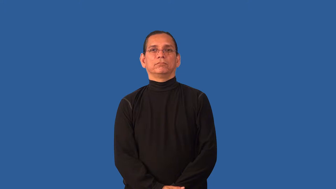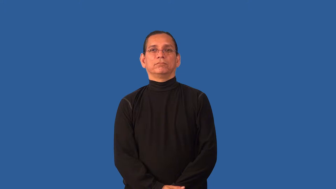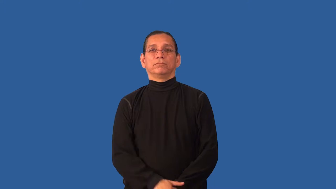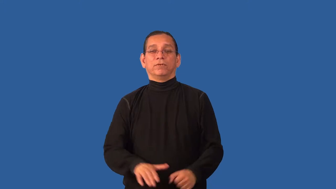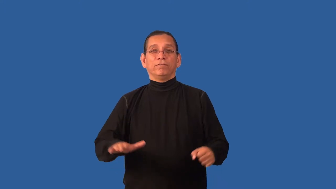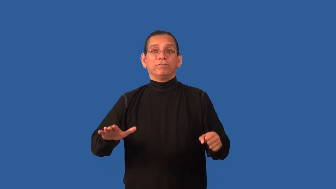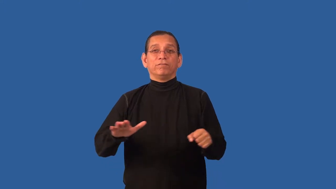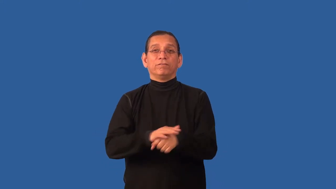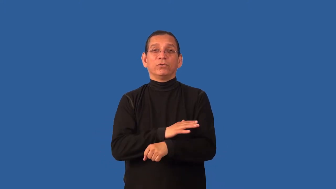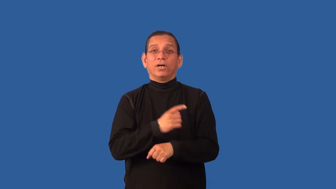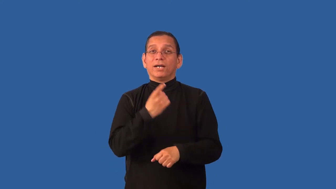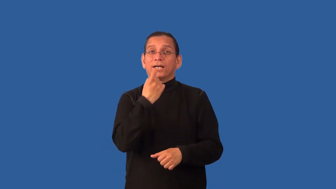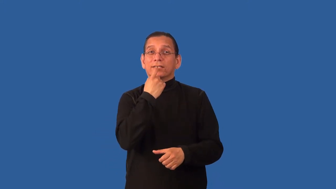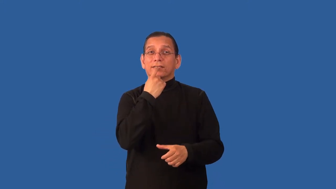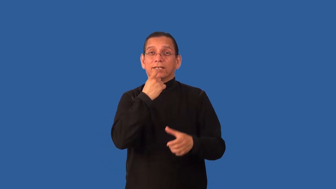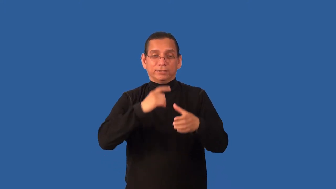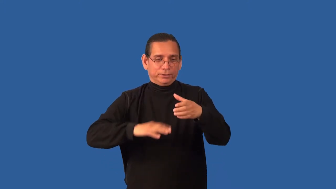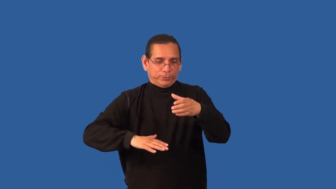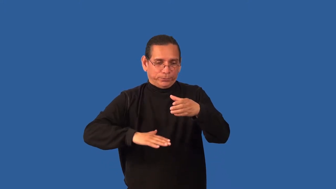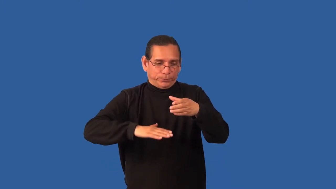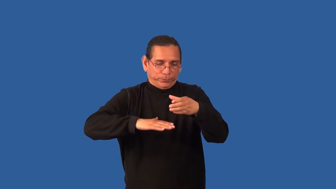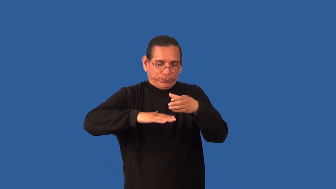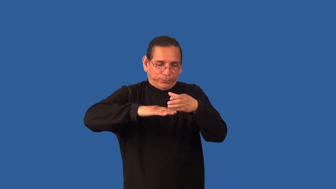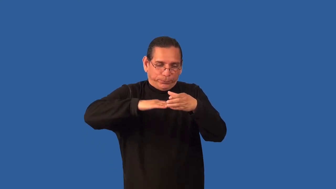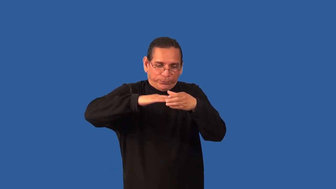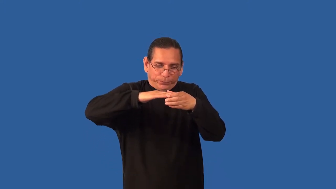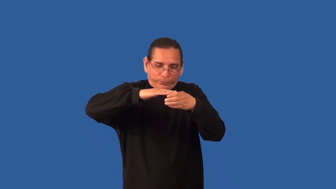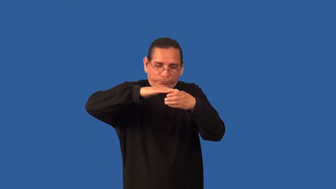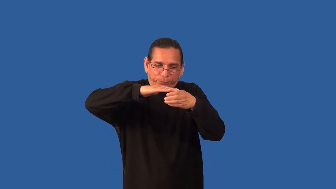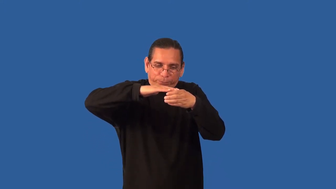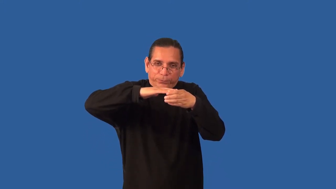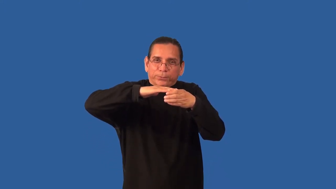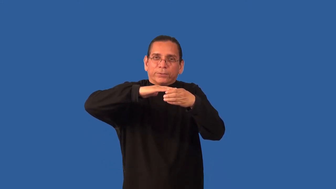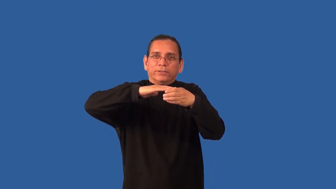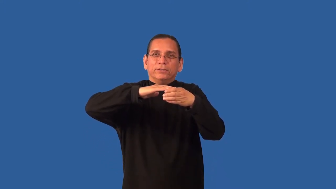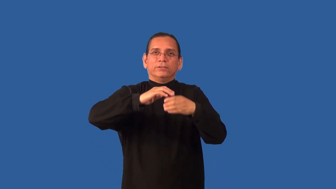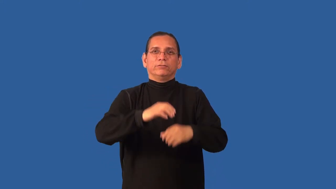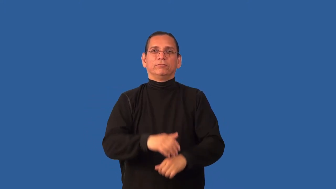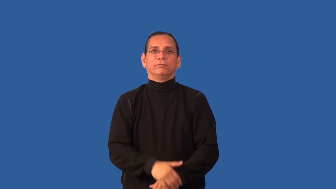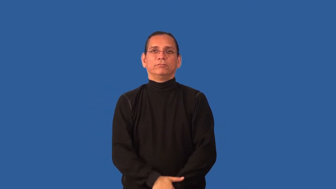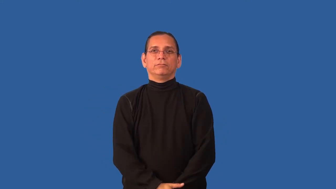brimful